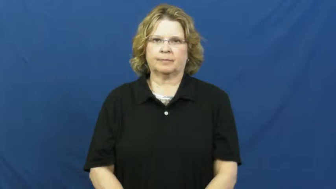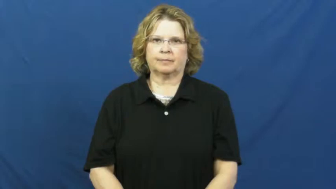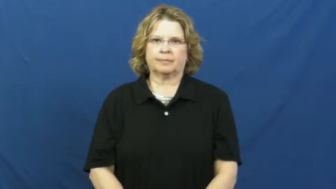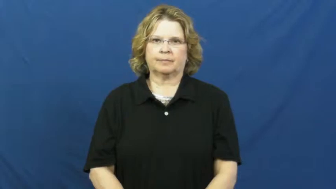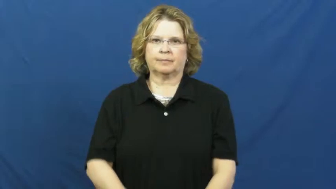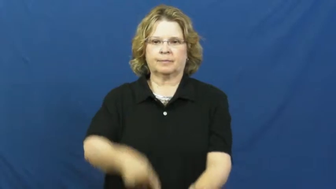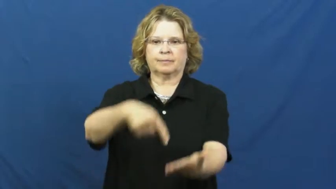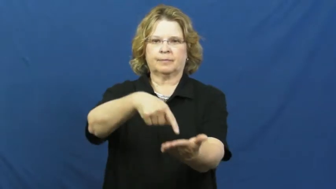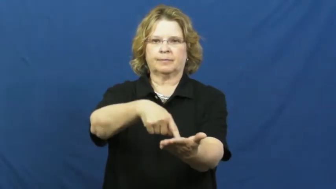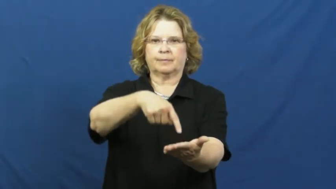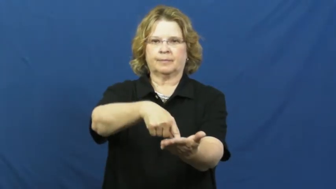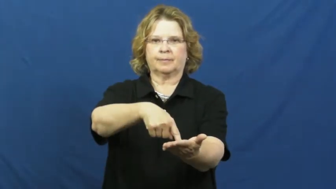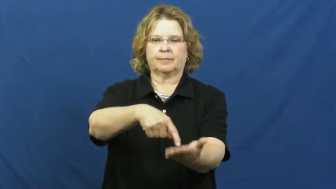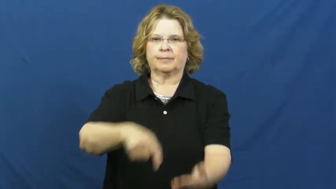debt